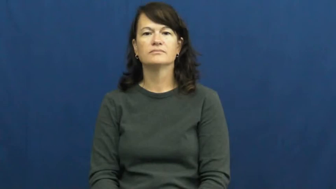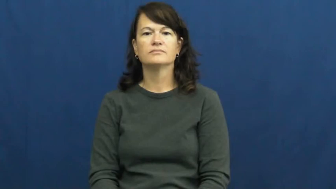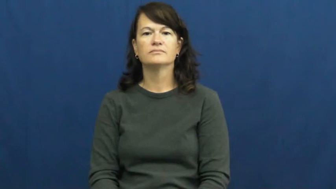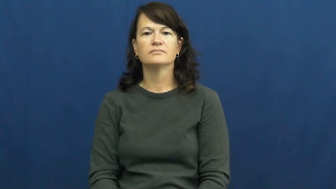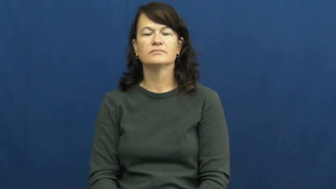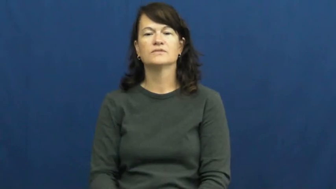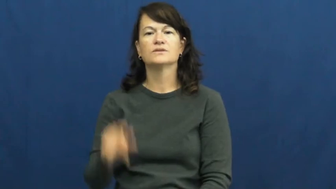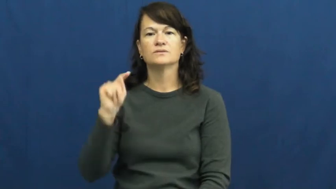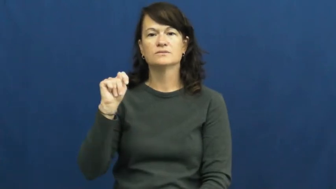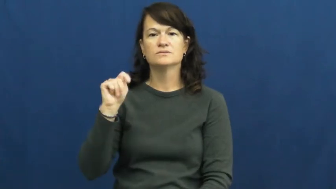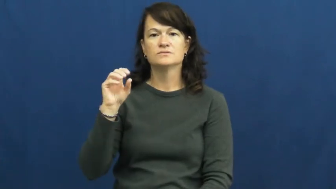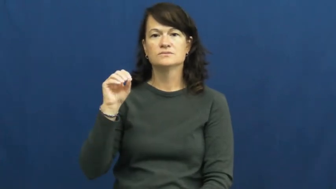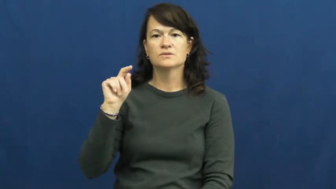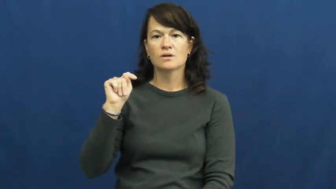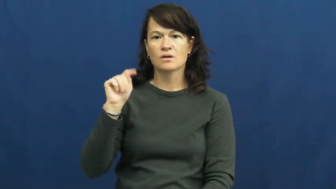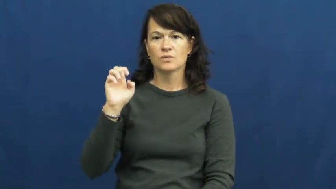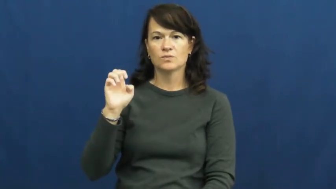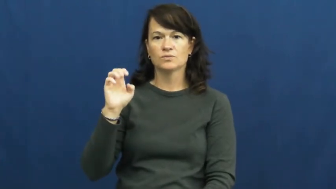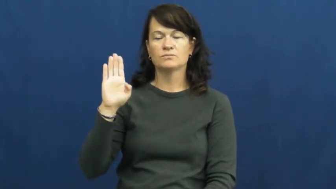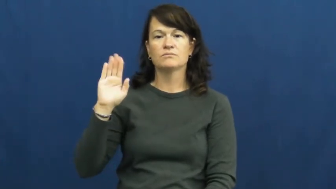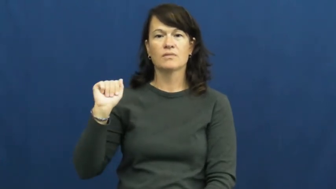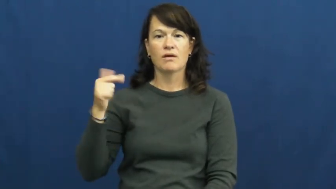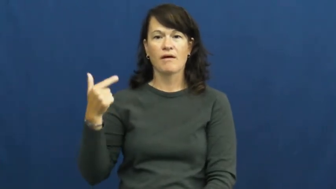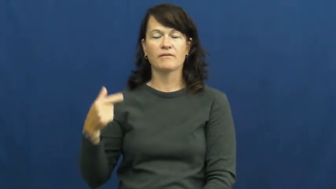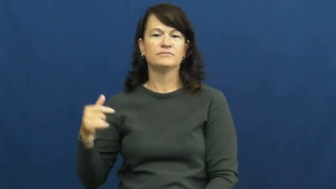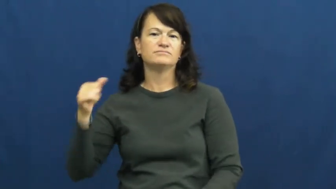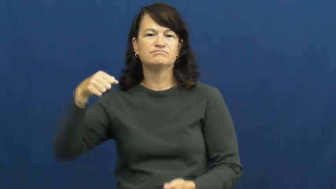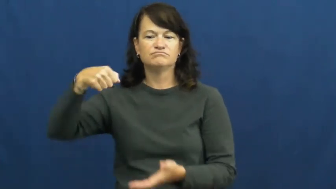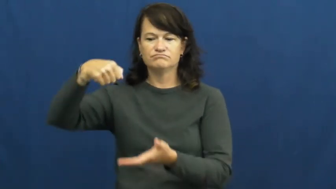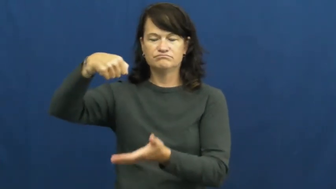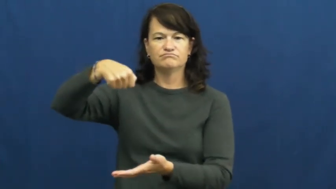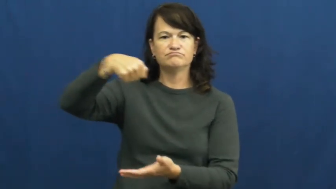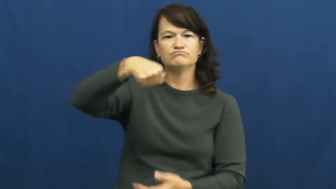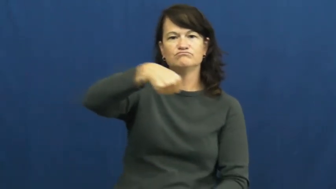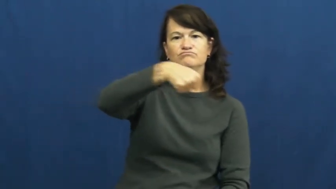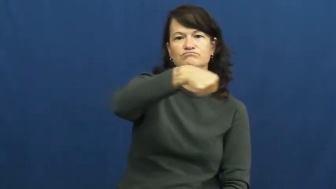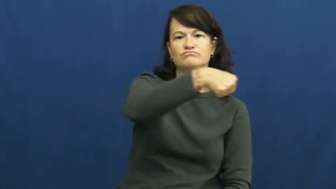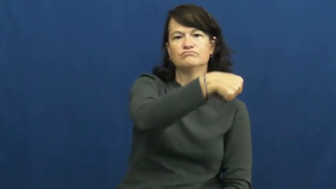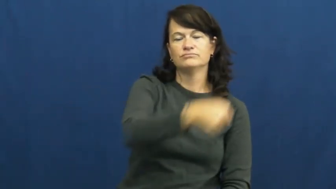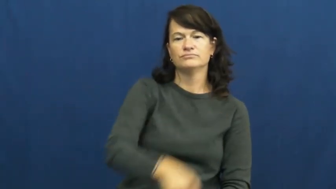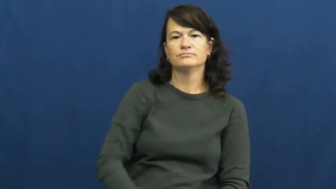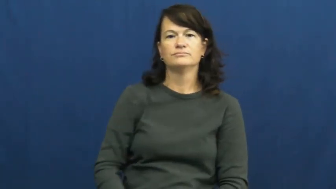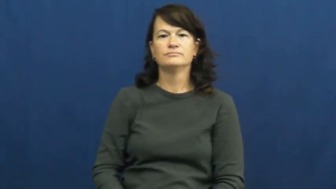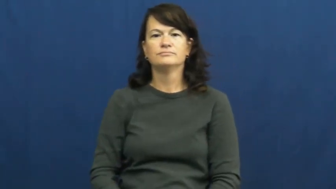tote-bag